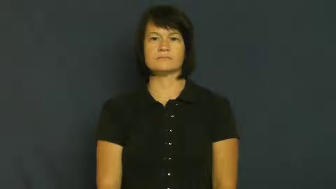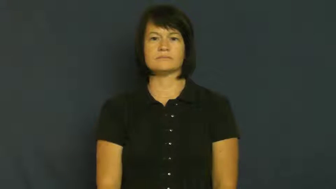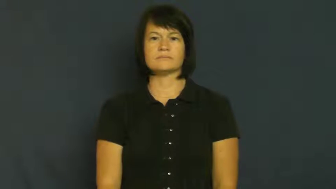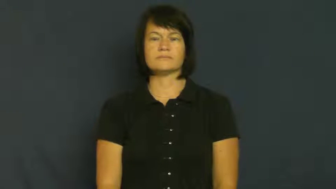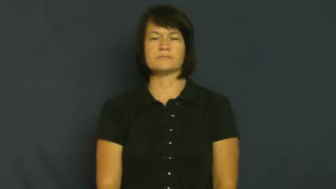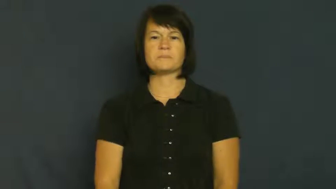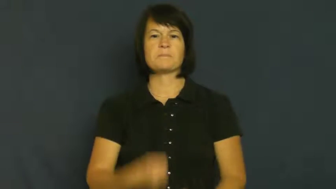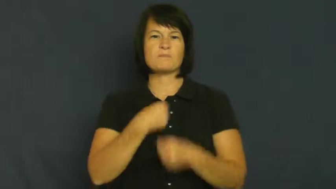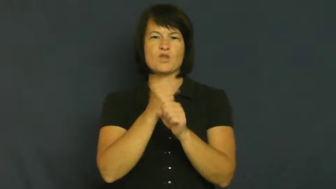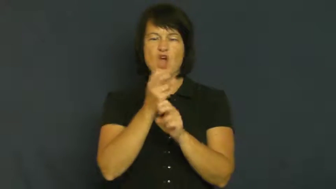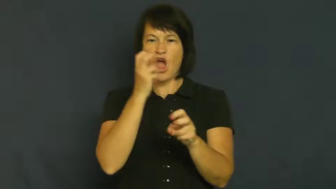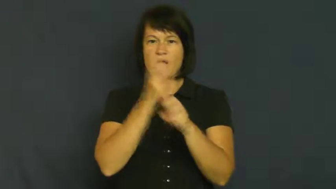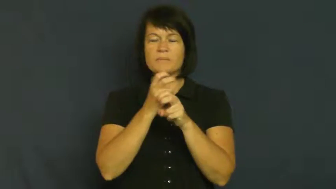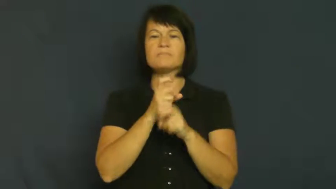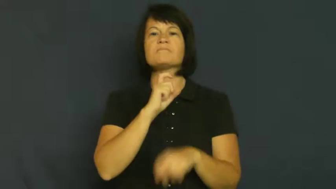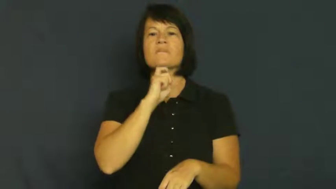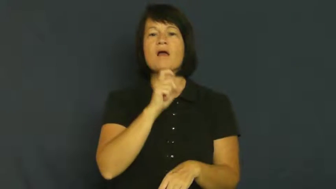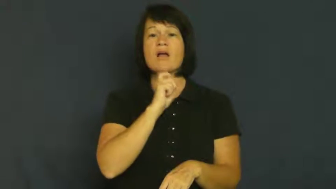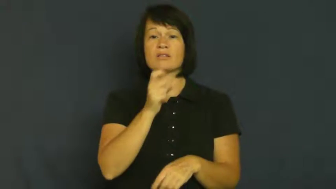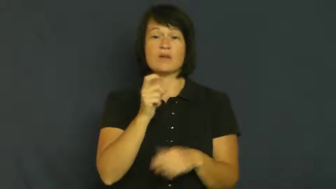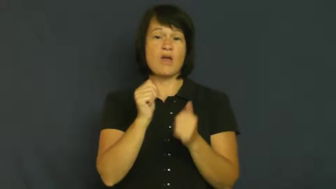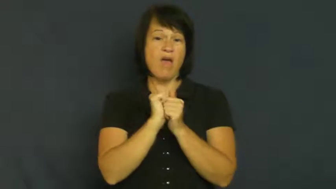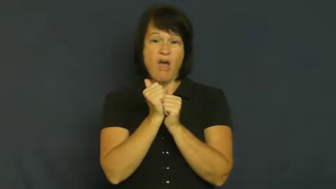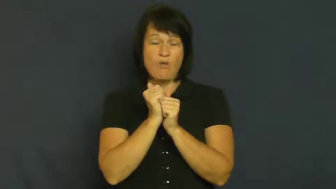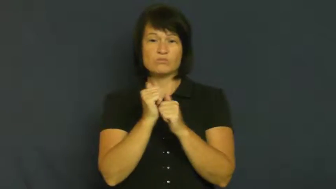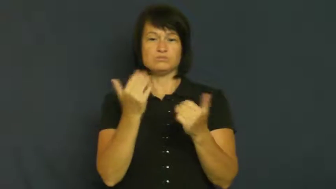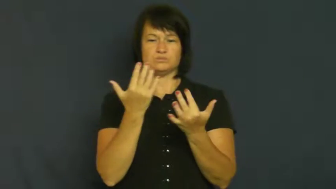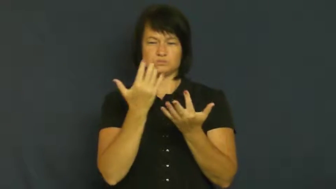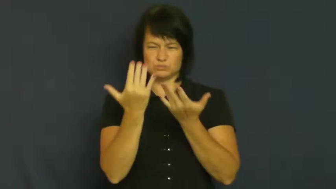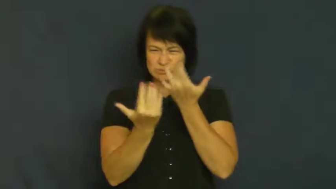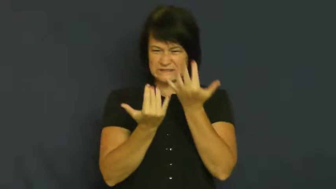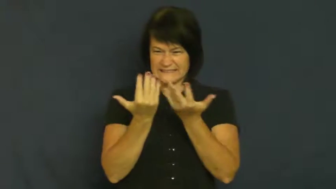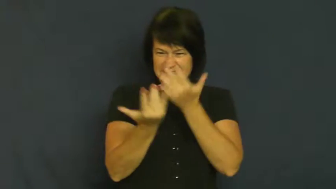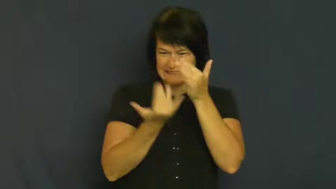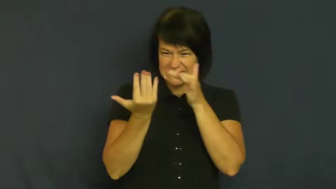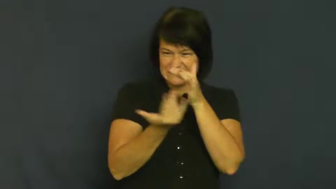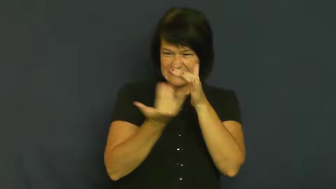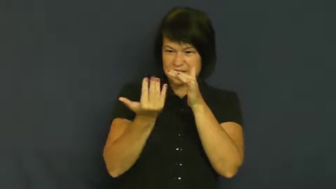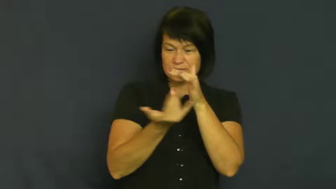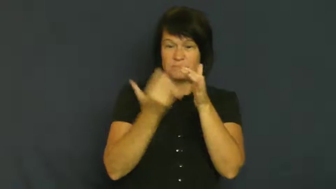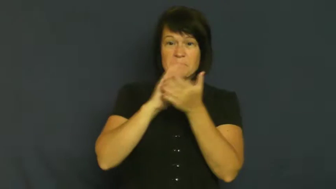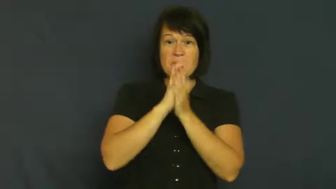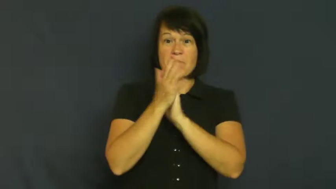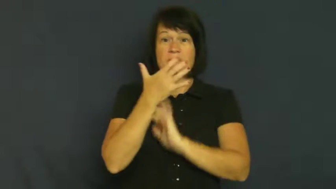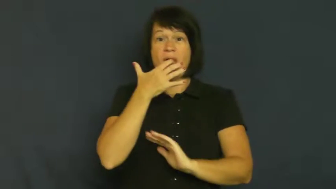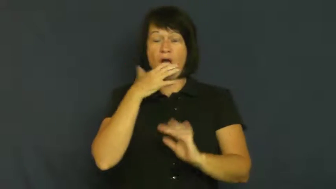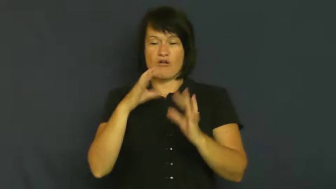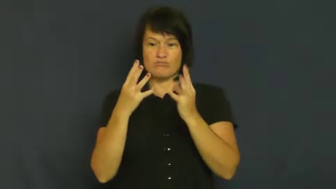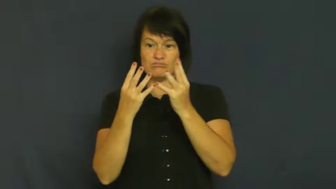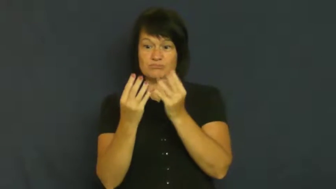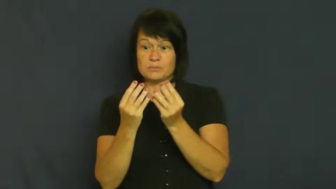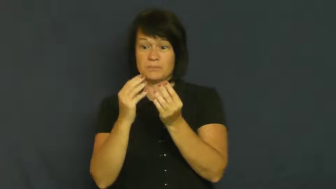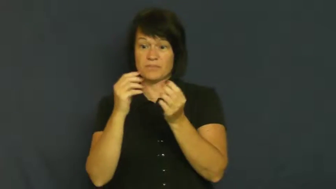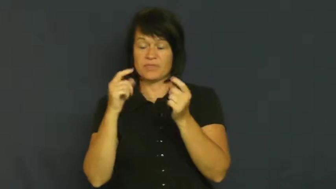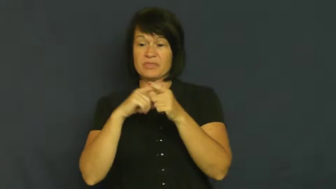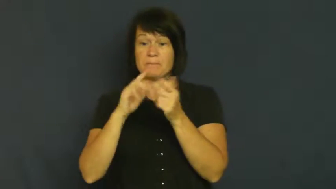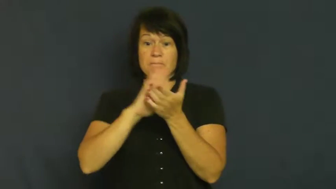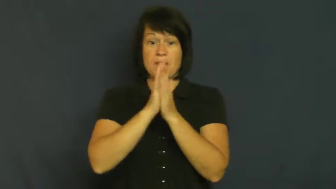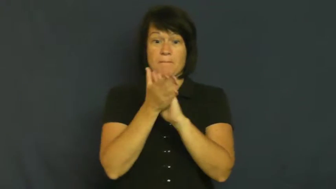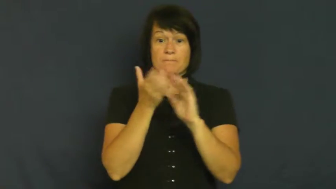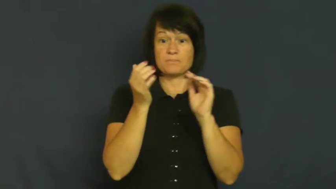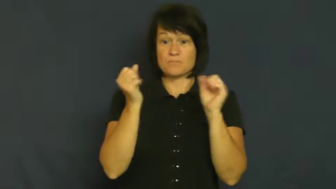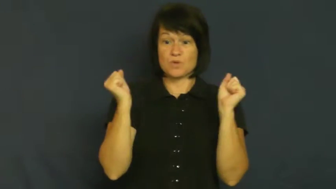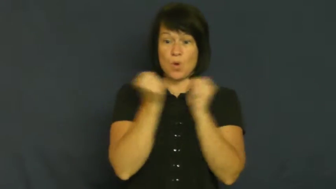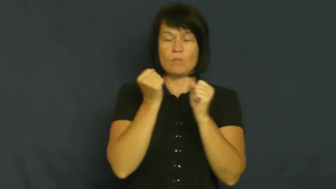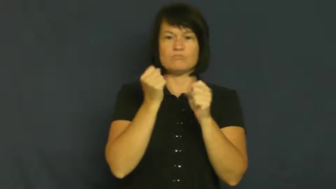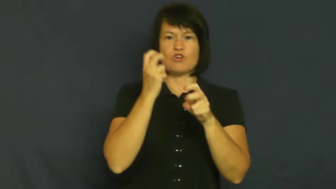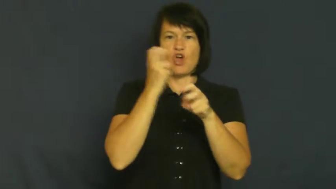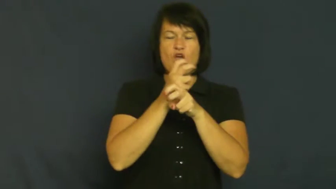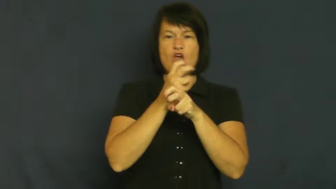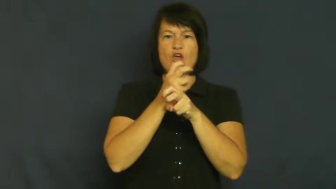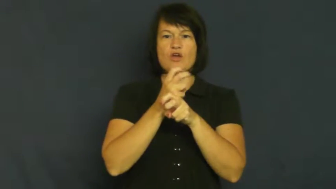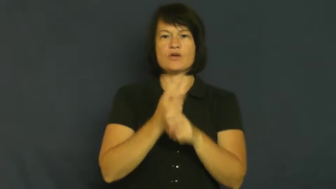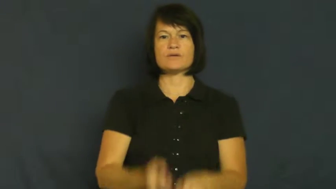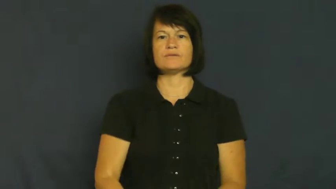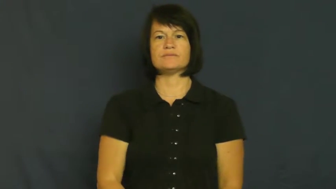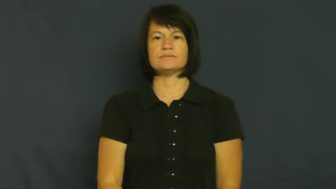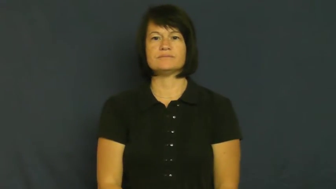temper-make hard